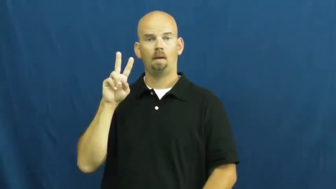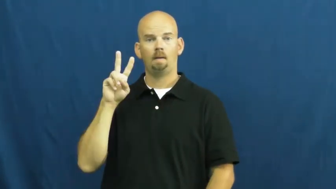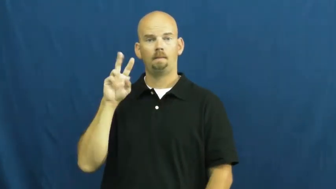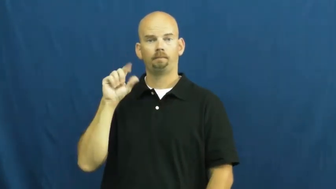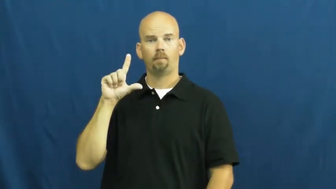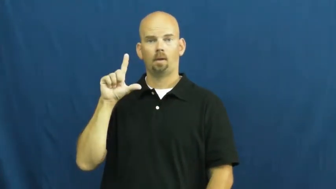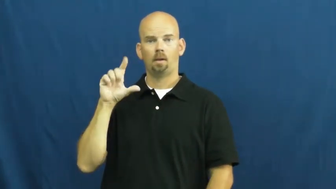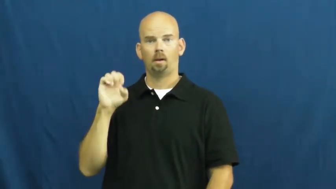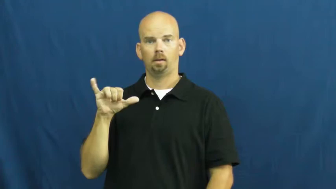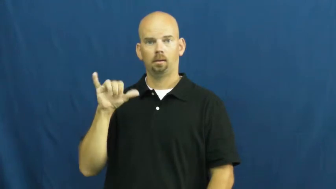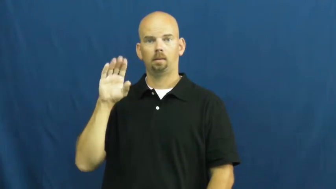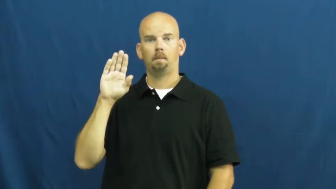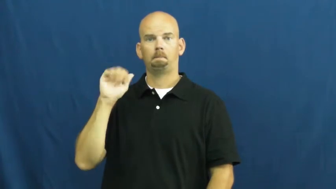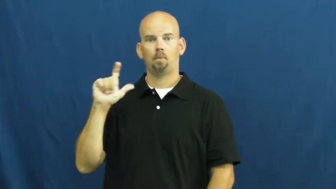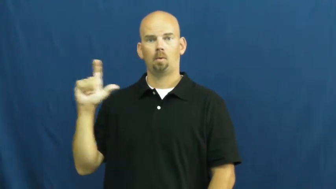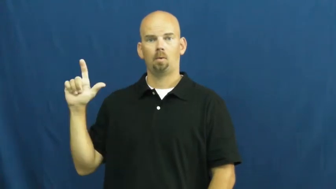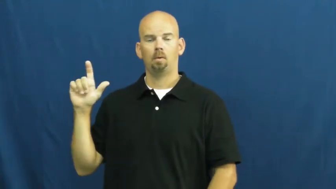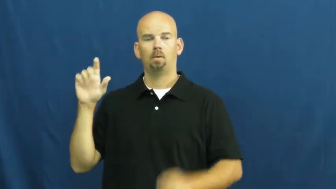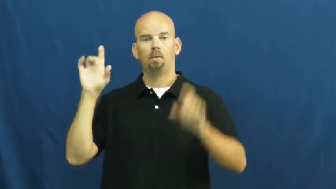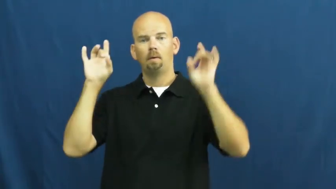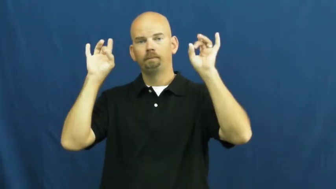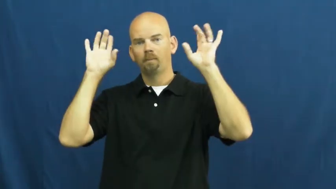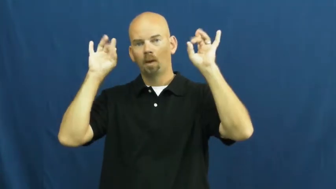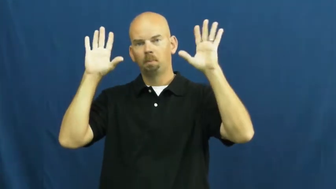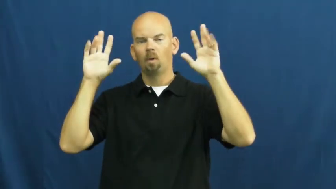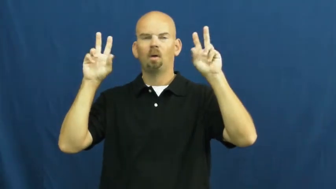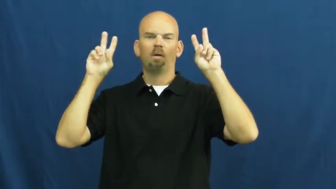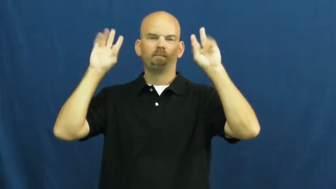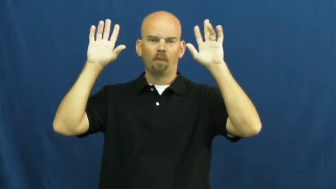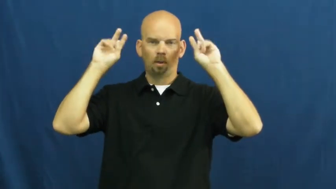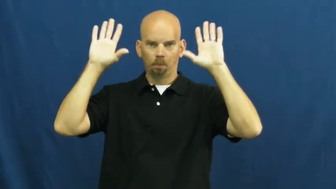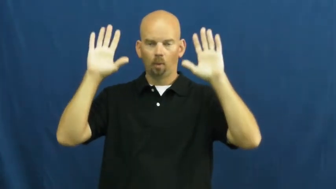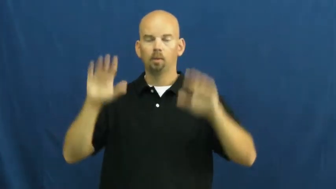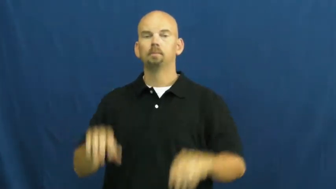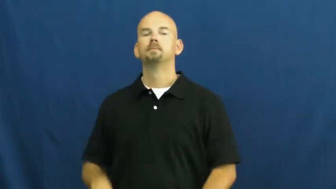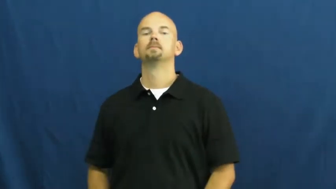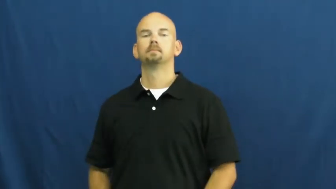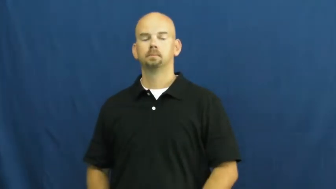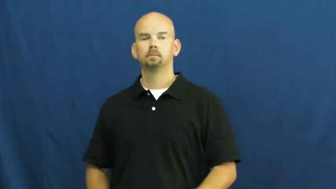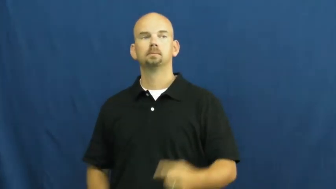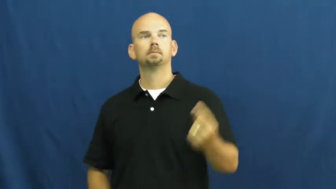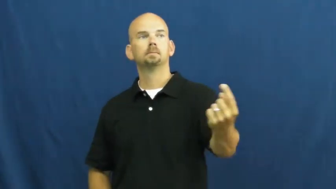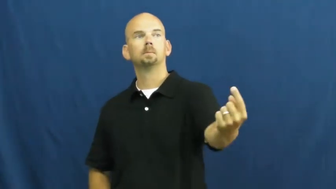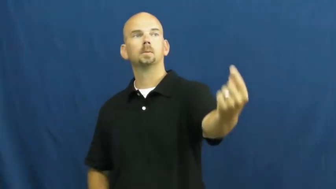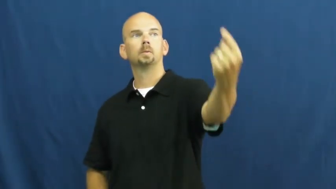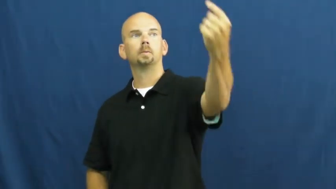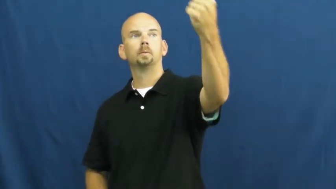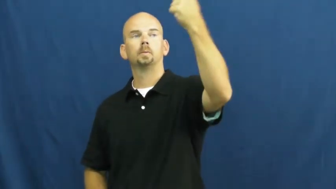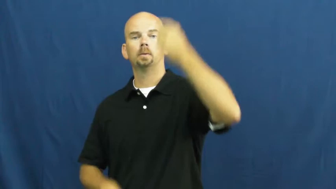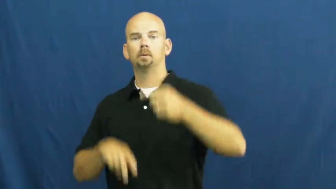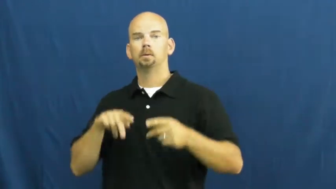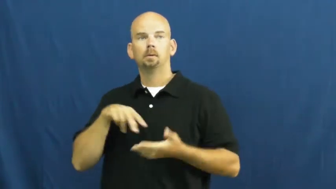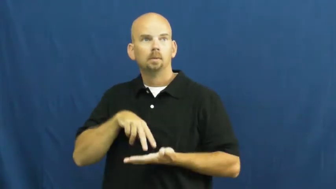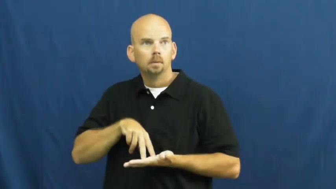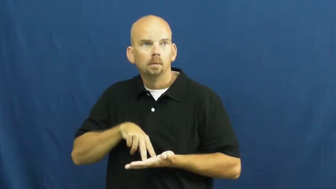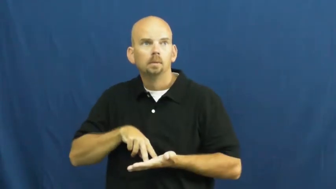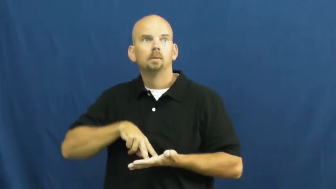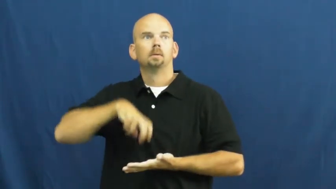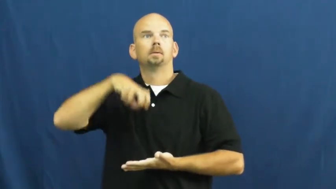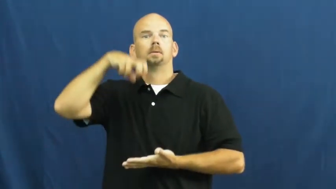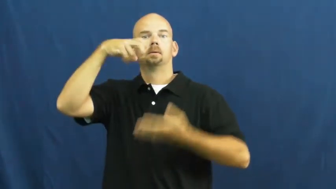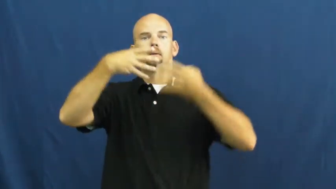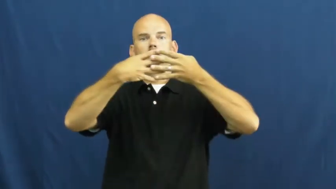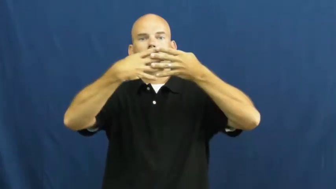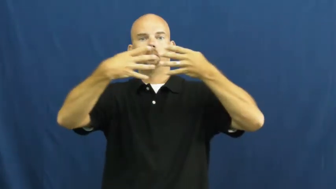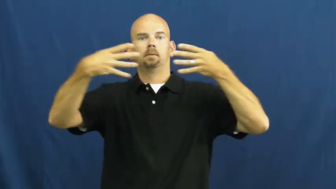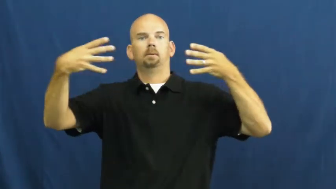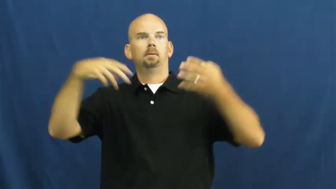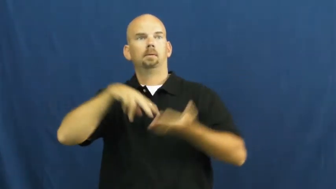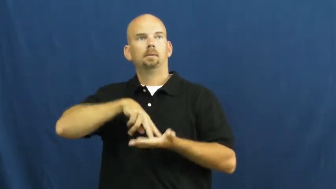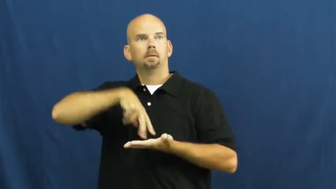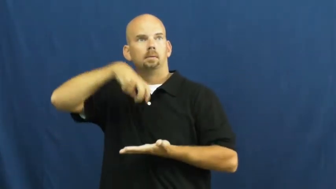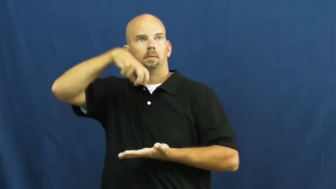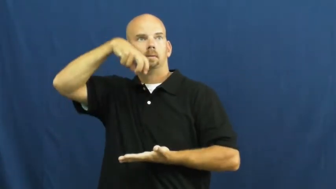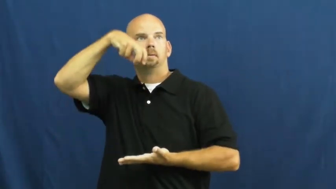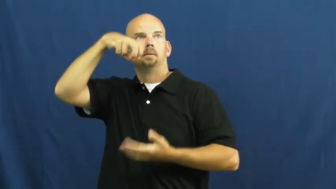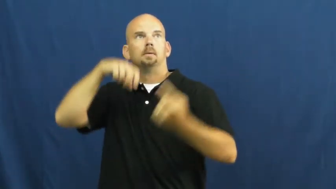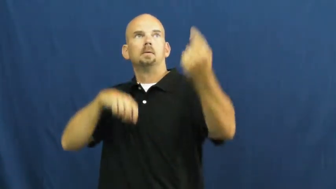slam-volleyball